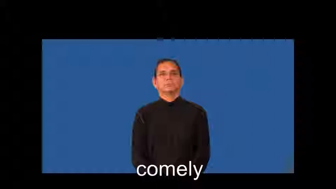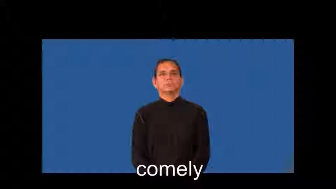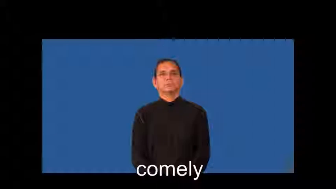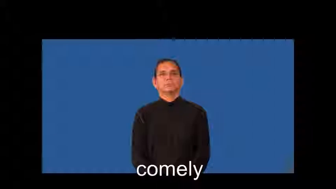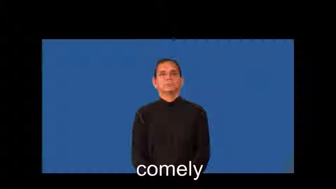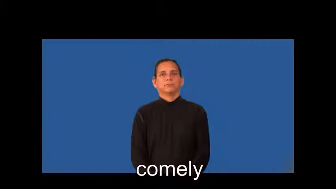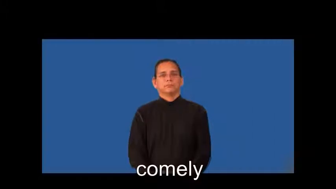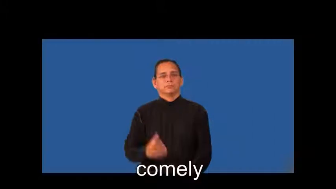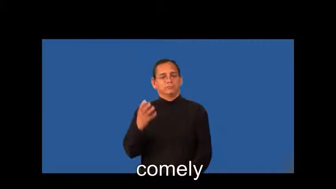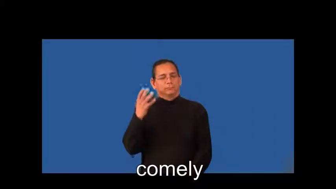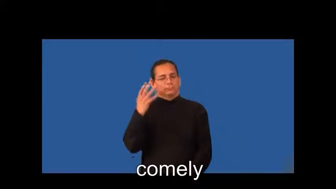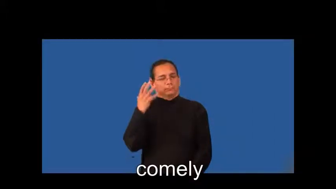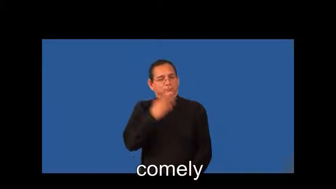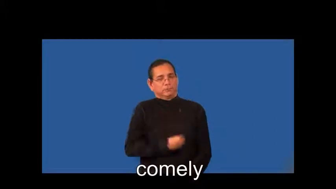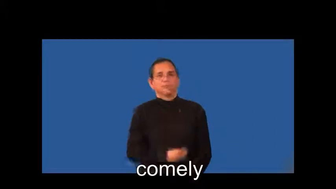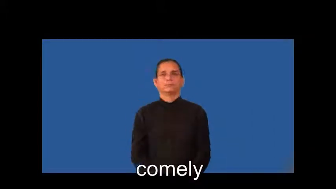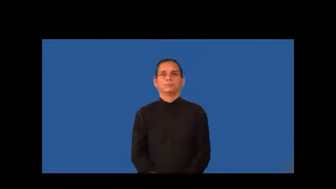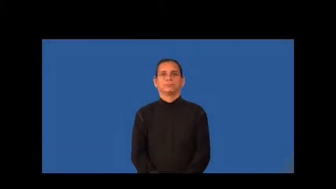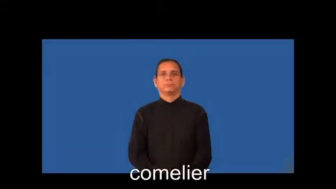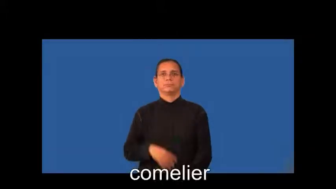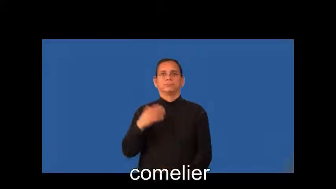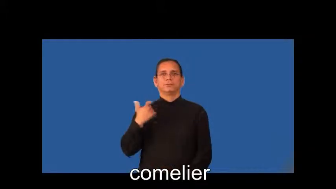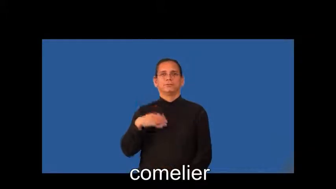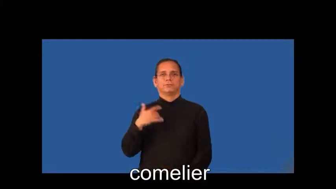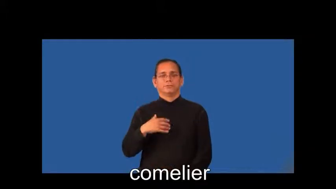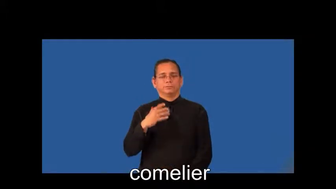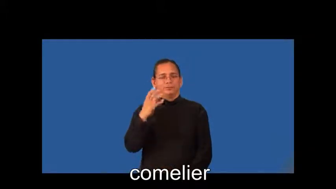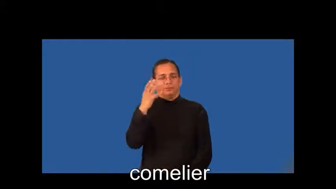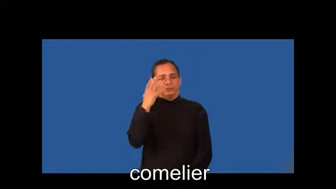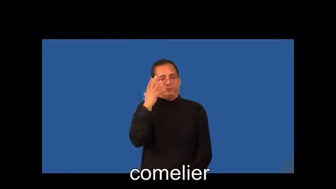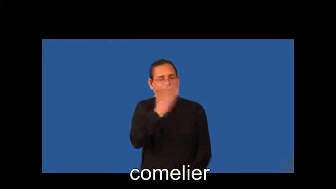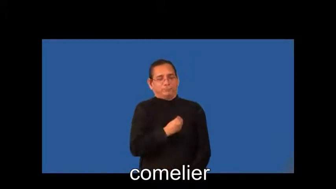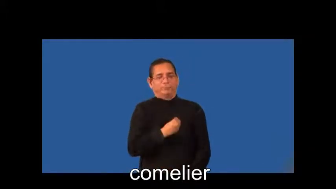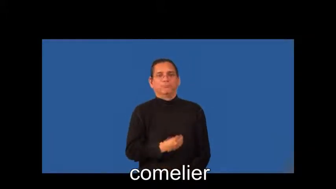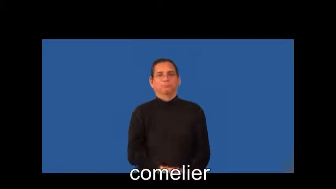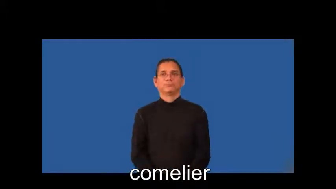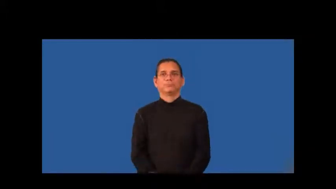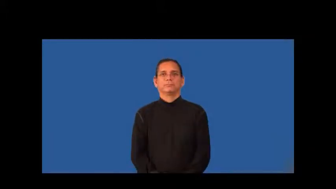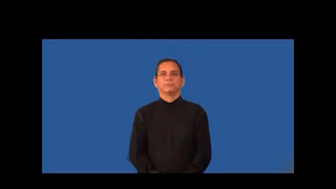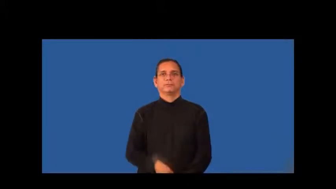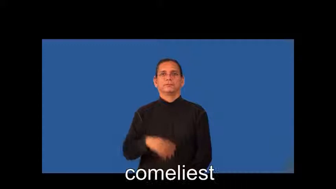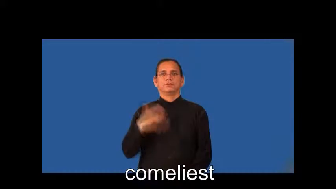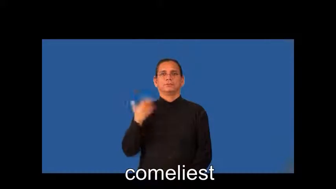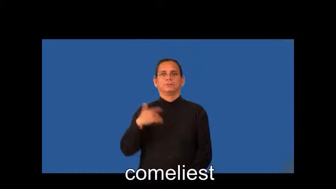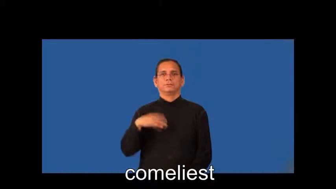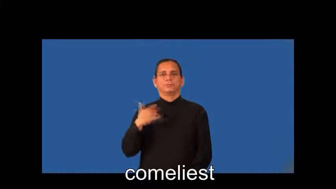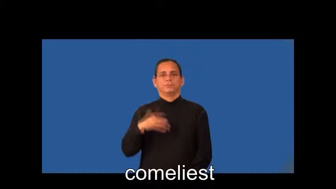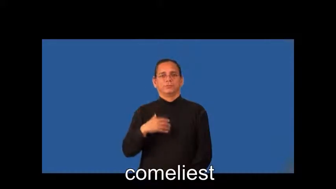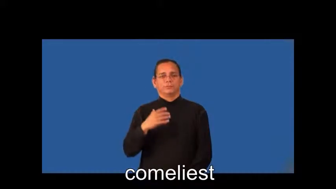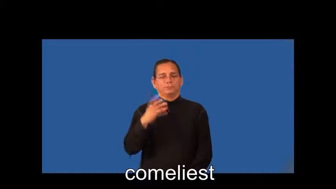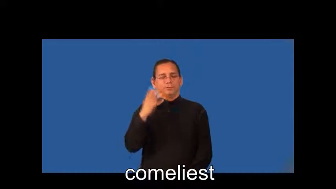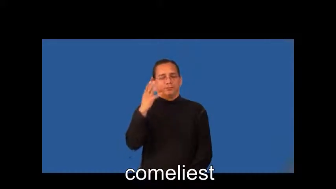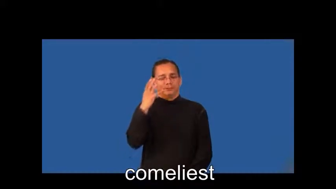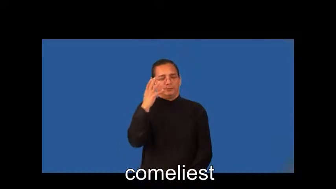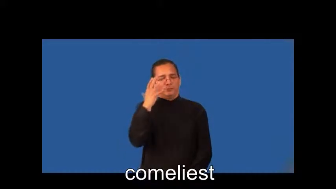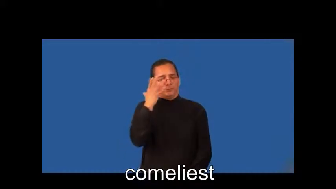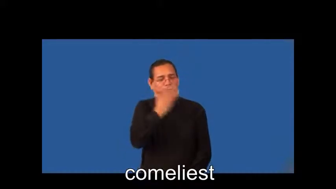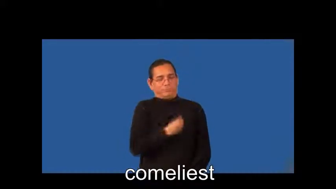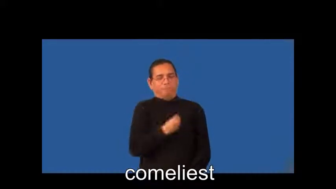comelier,comeliest